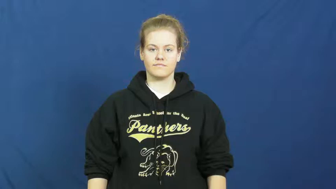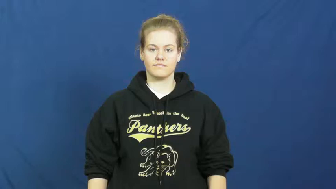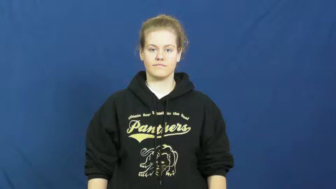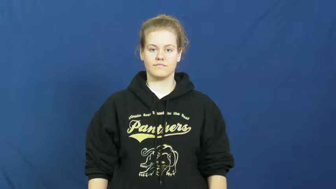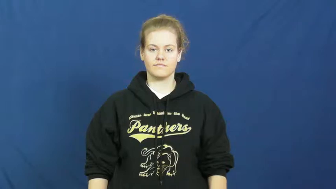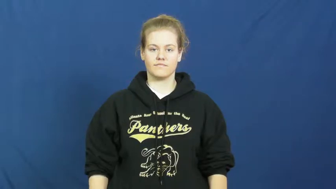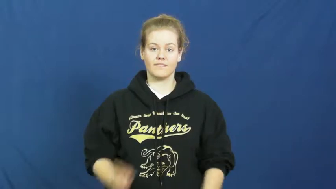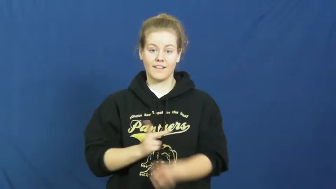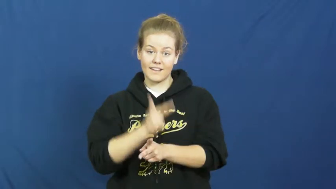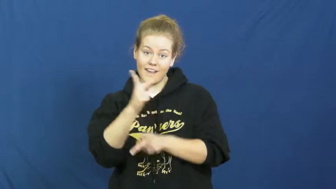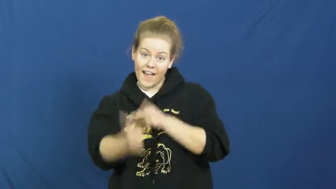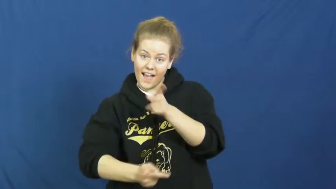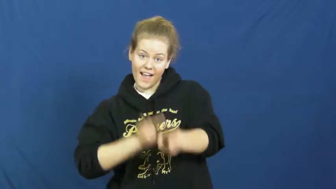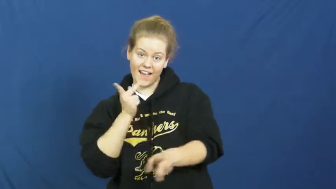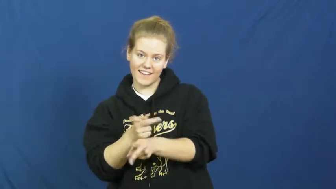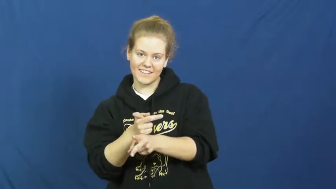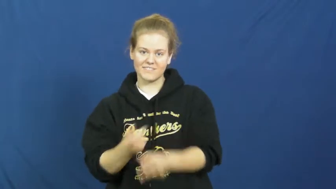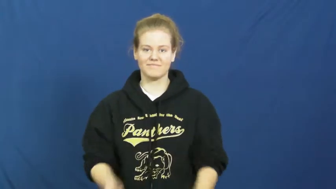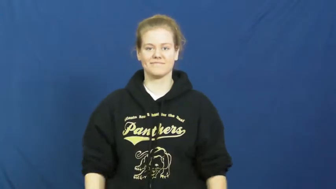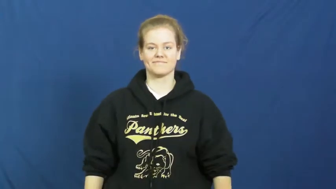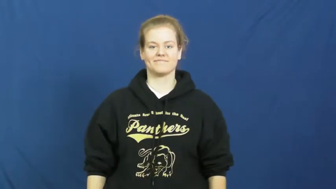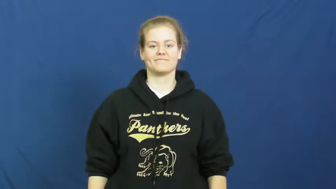make-type